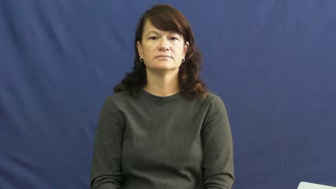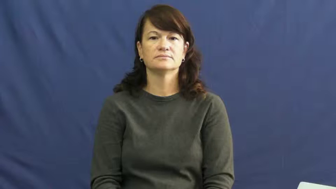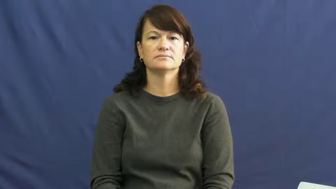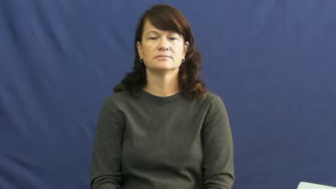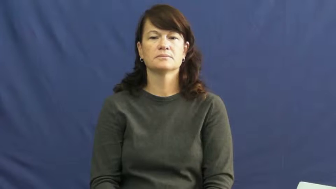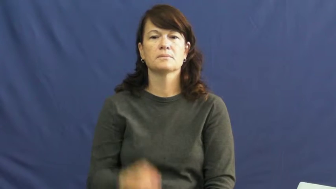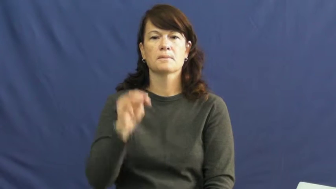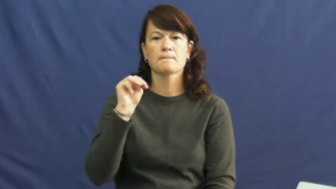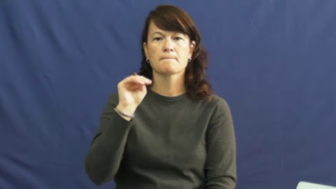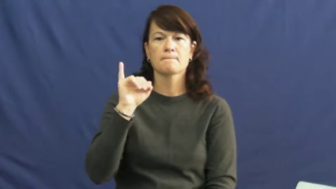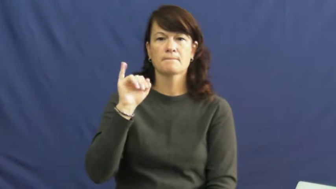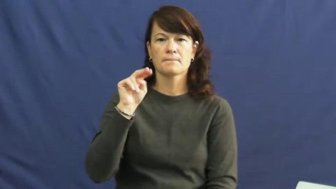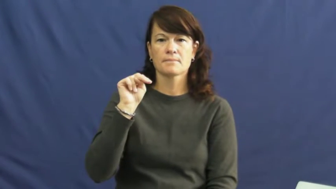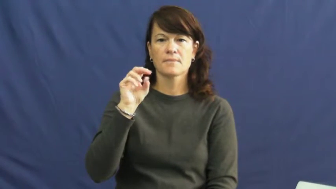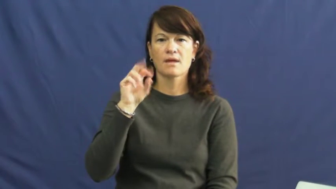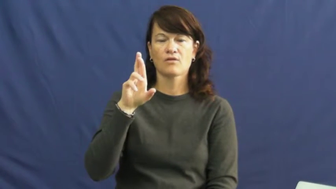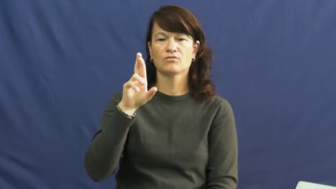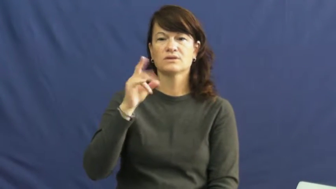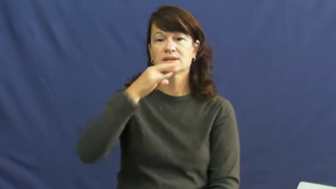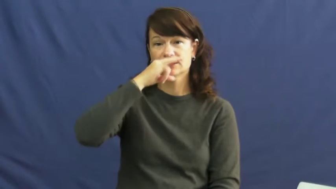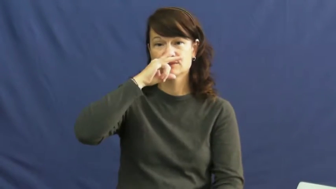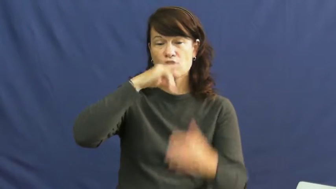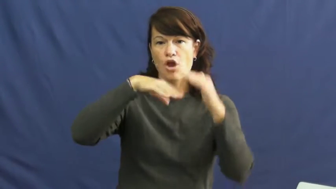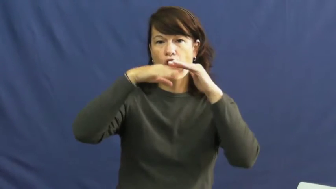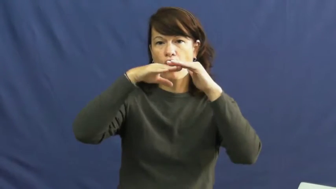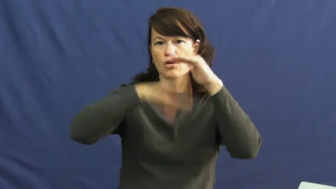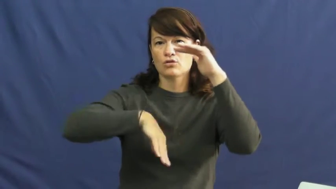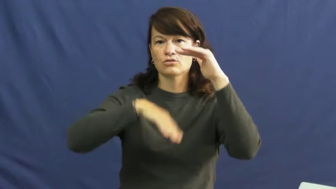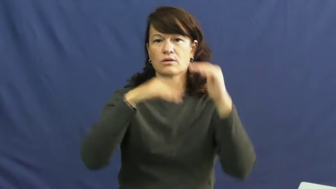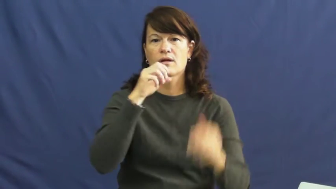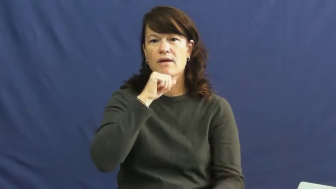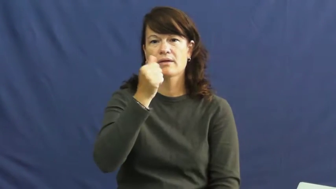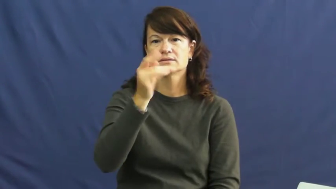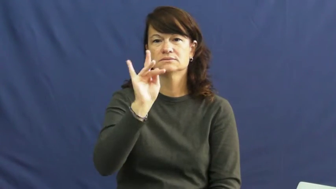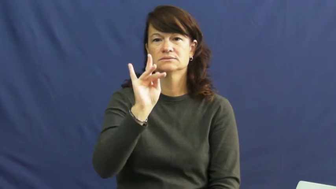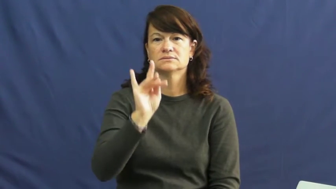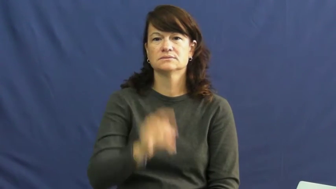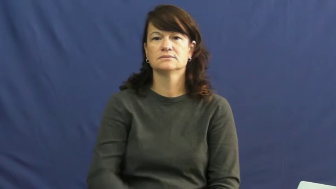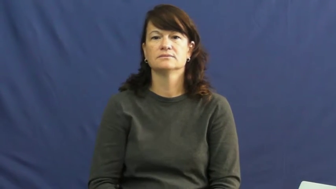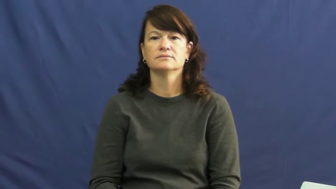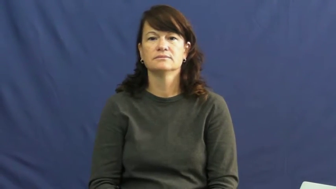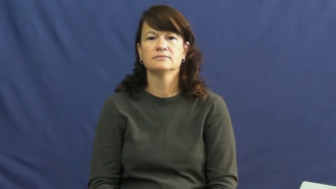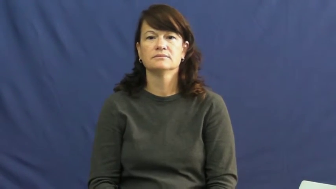minor-age